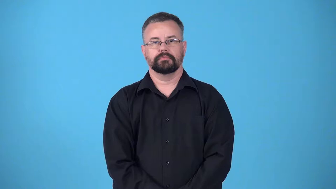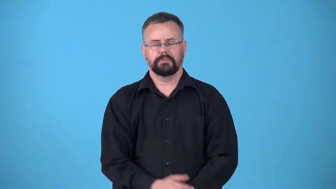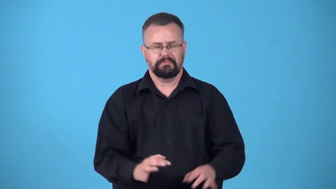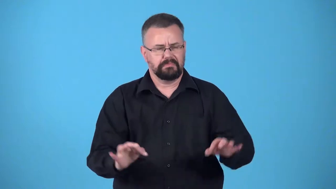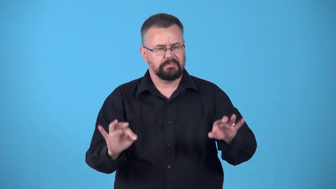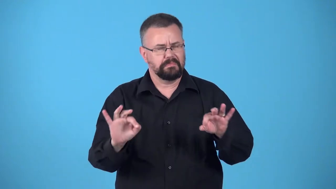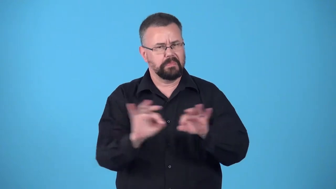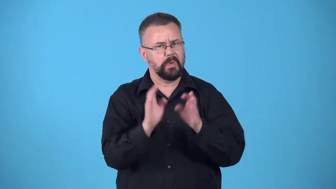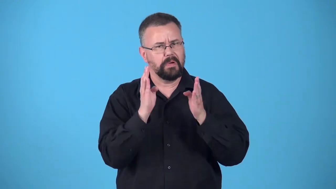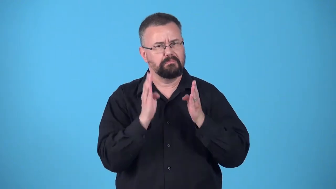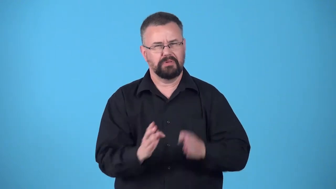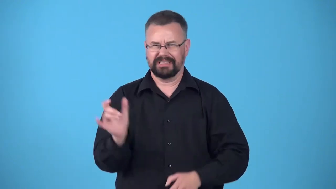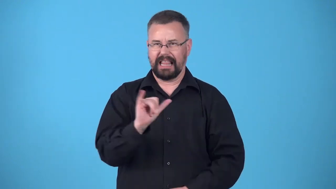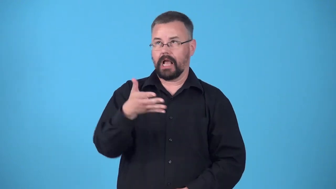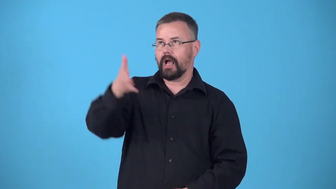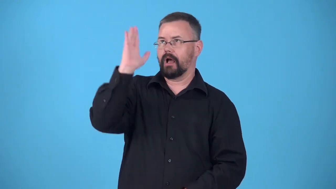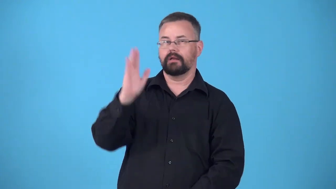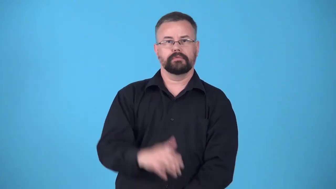demigod-important person, like a god